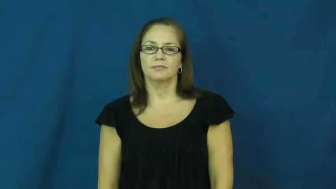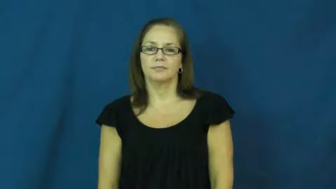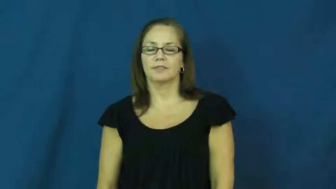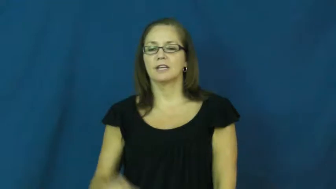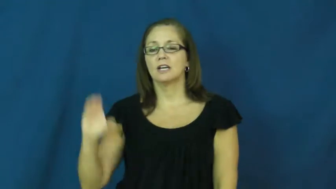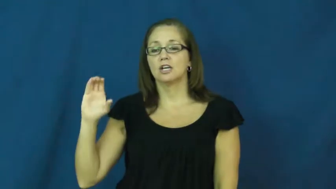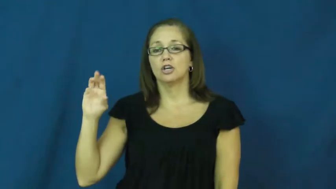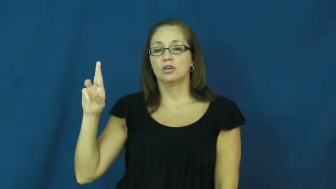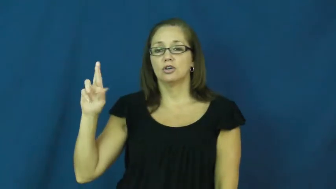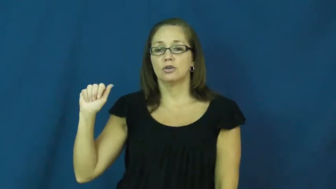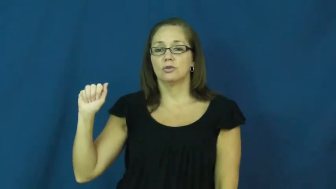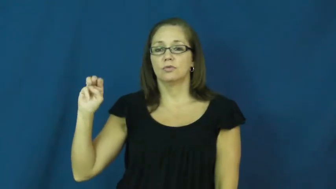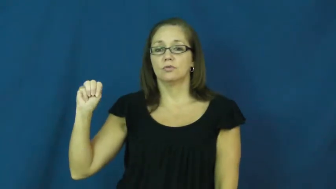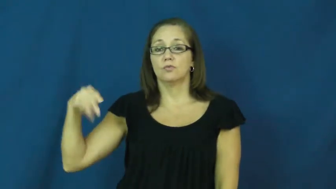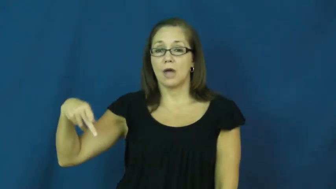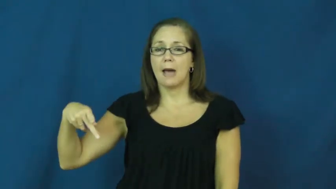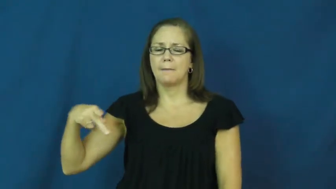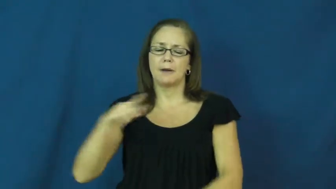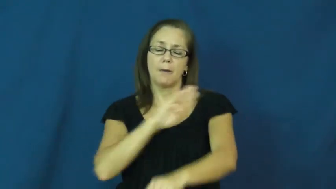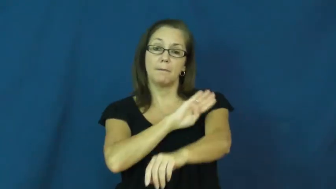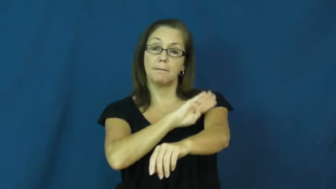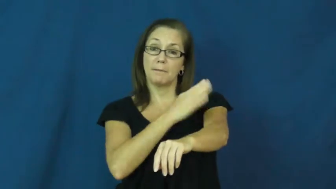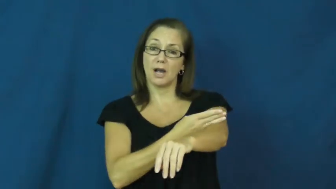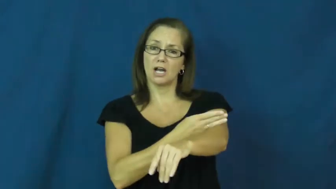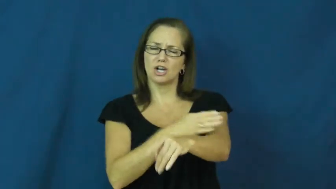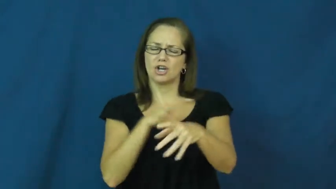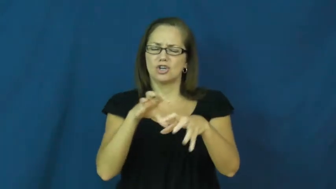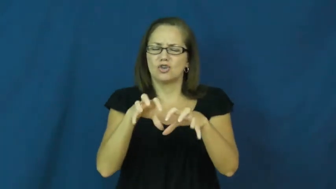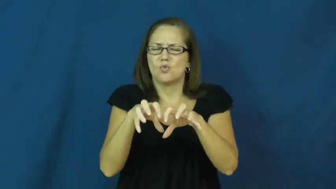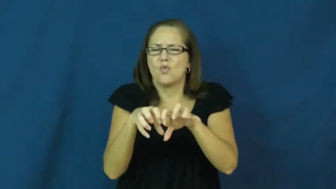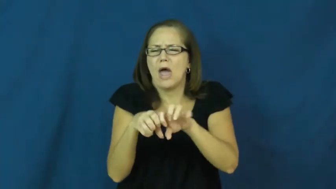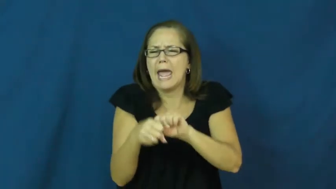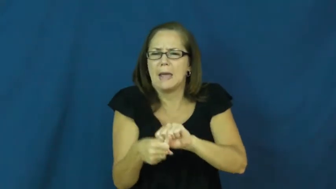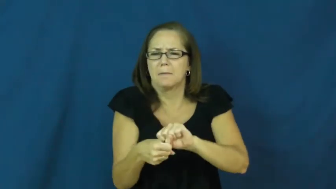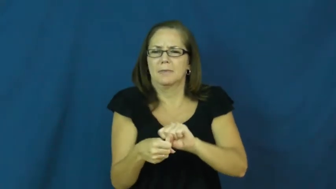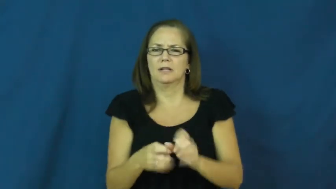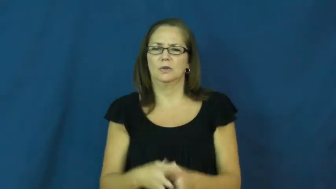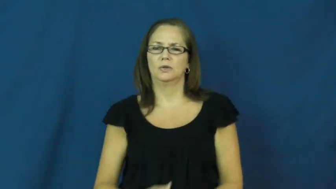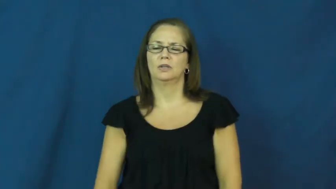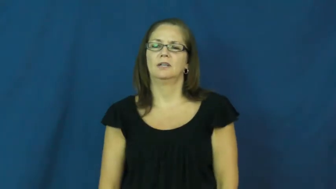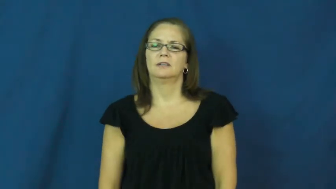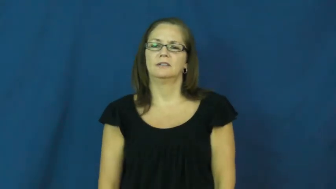cramp-muscle